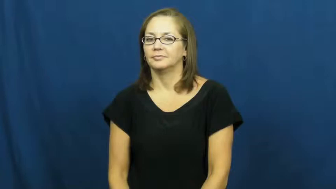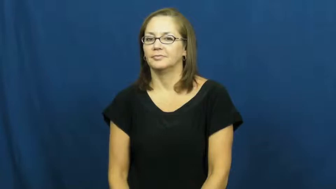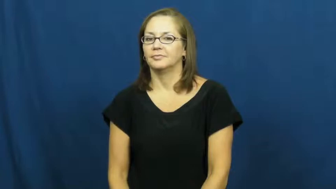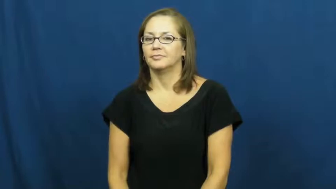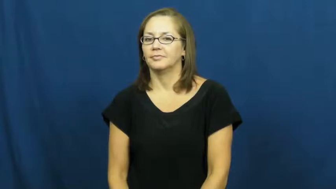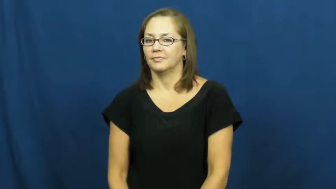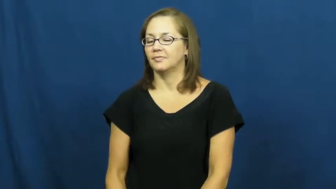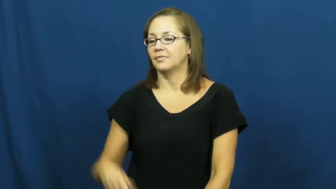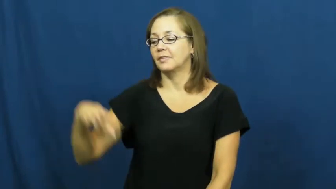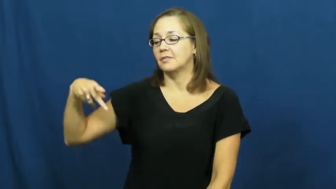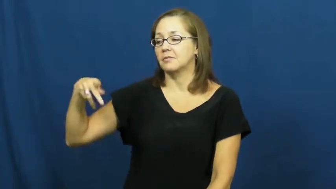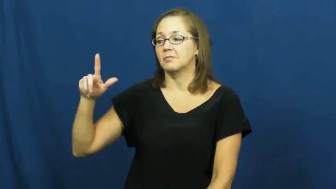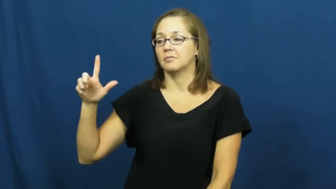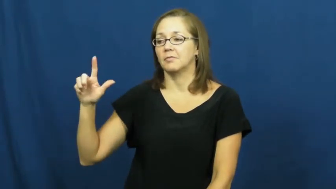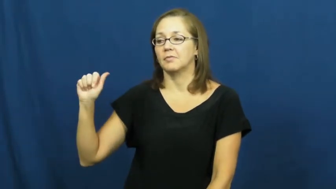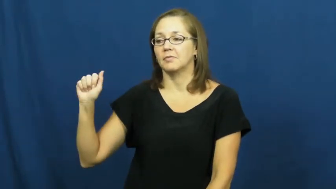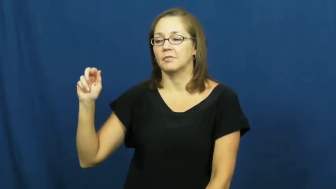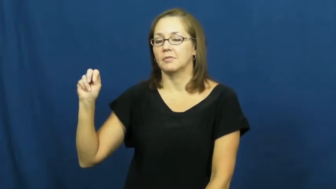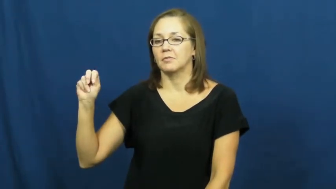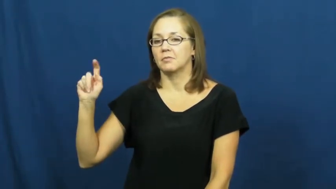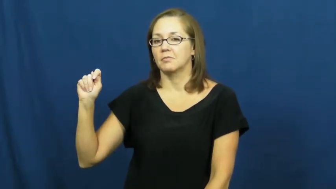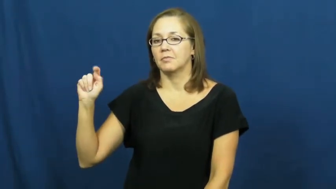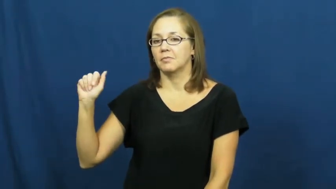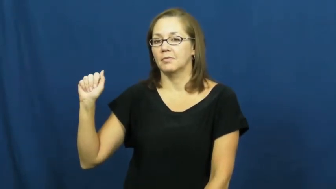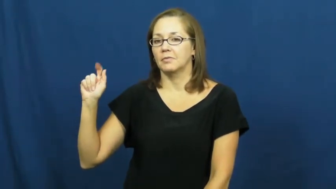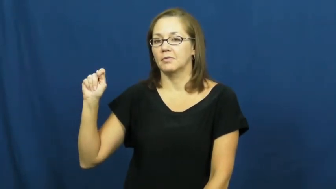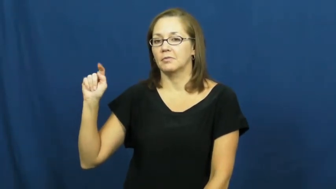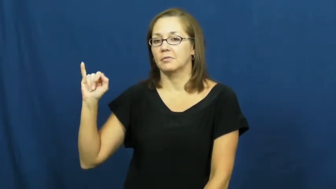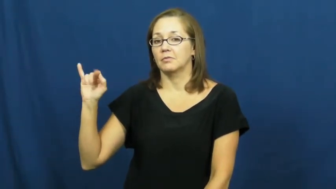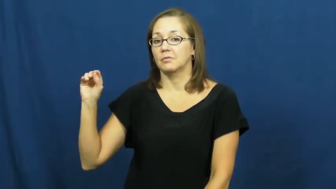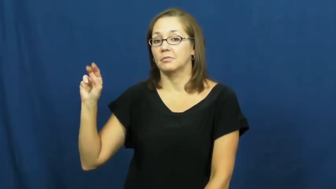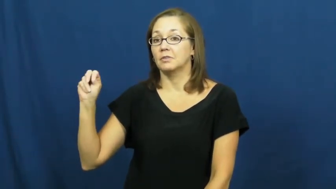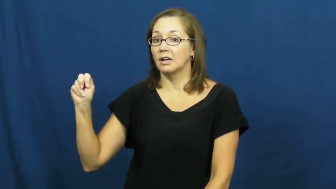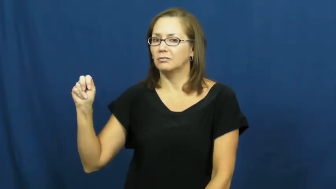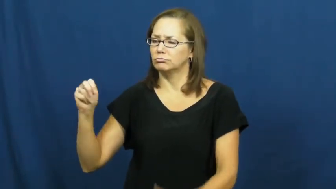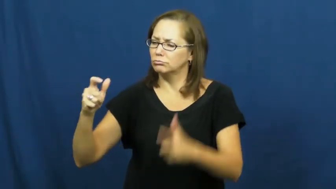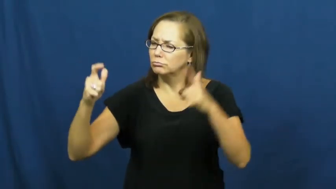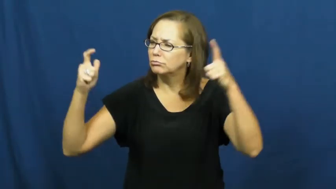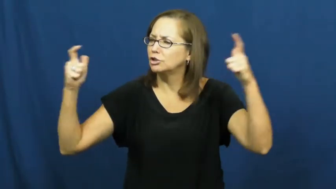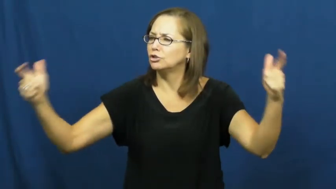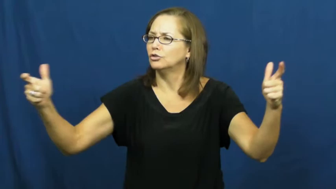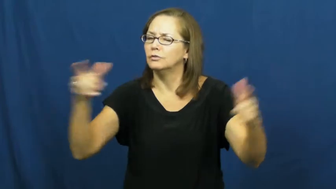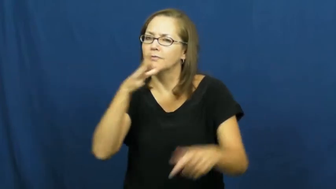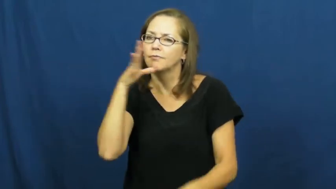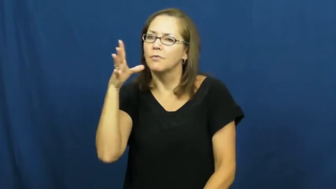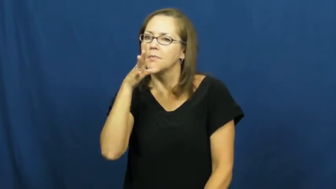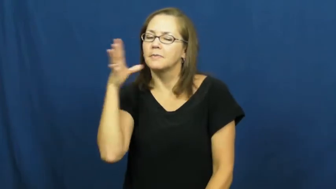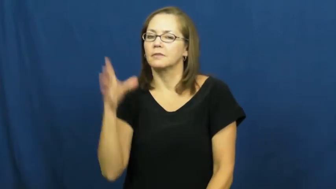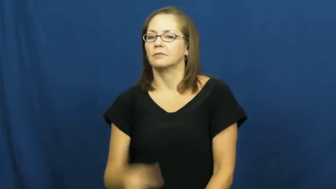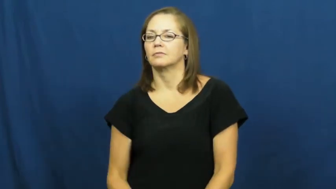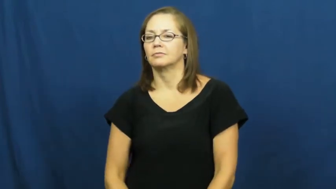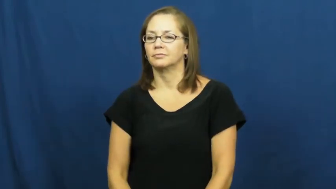plantation